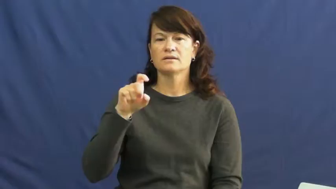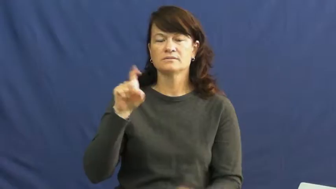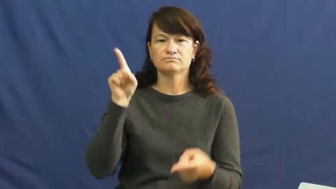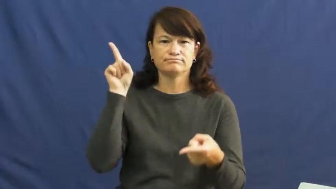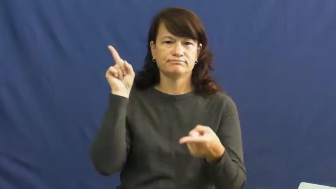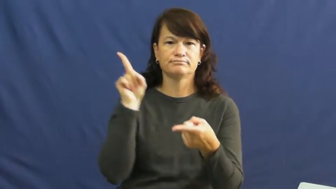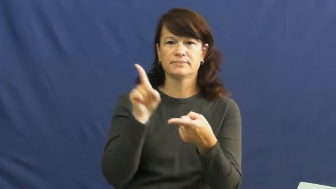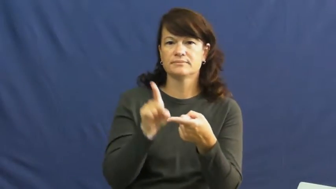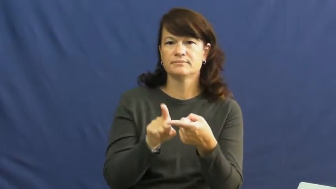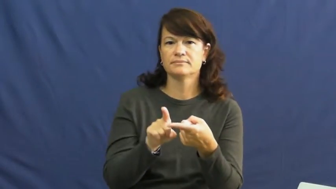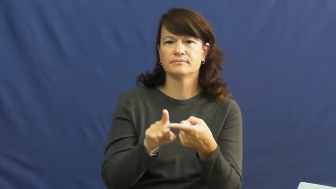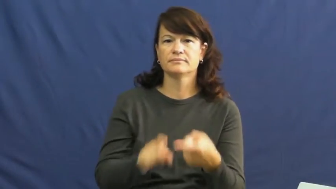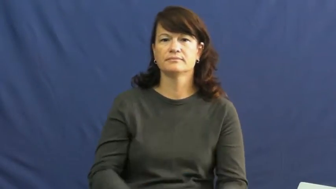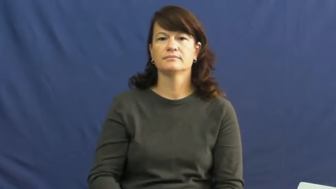scale down